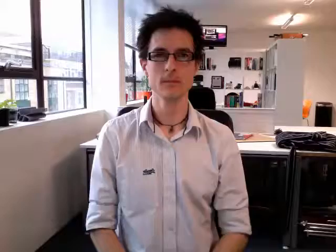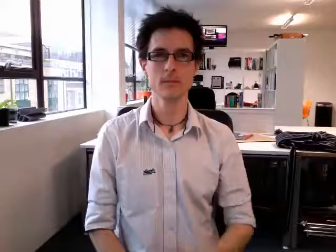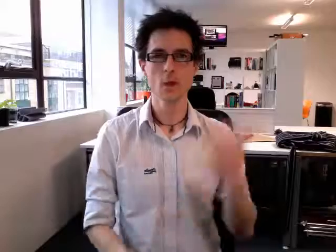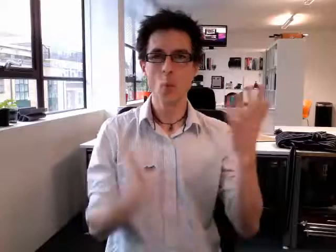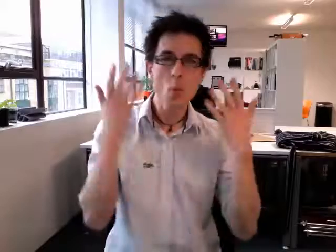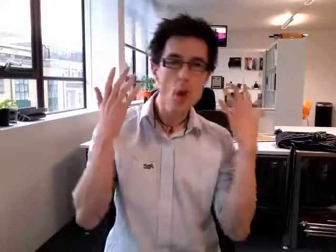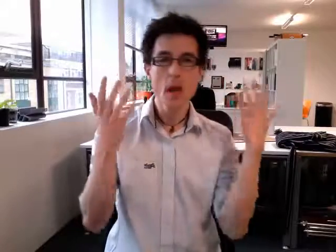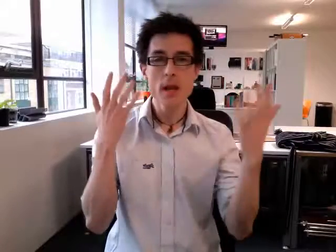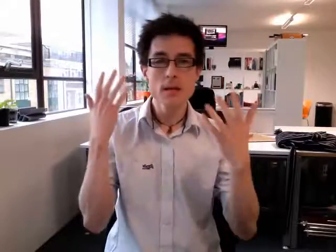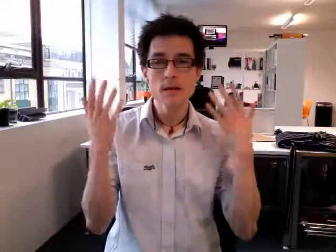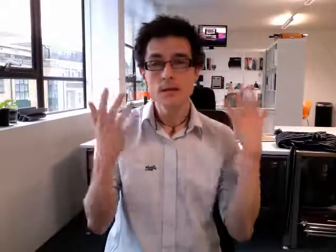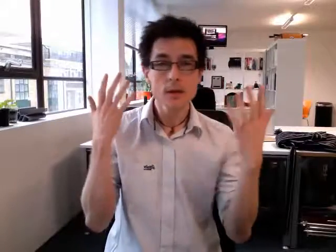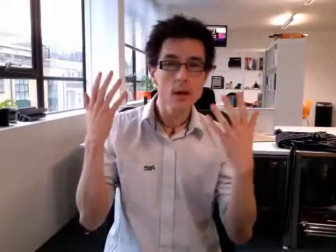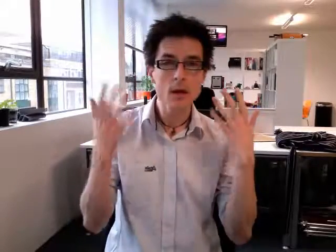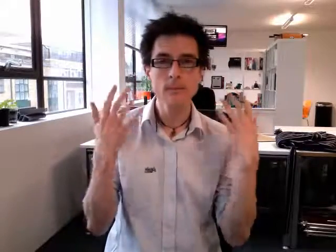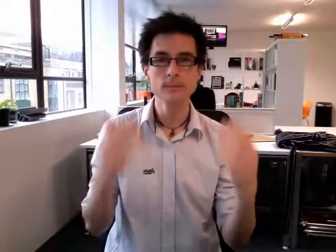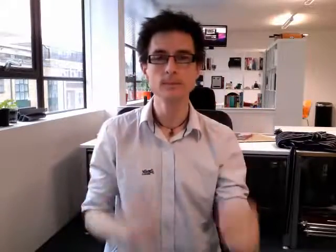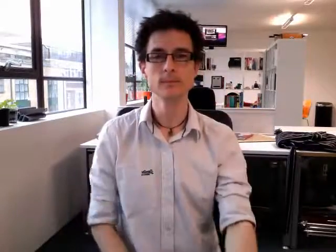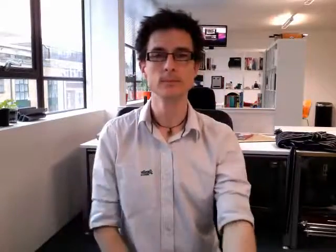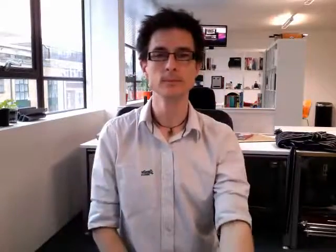wind